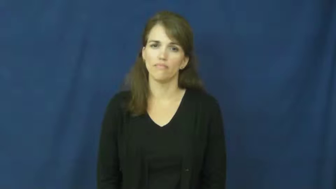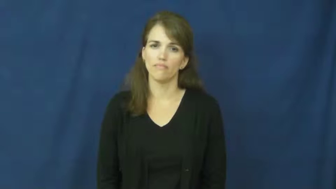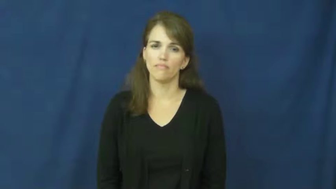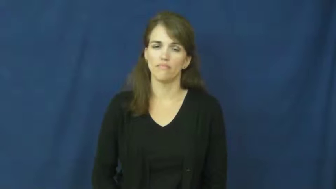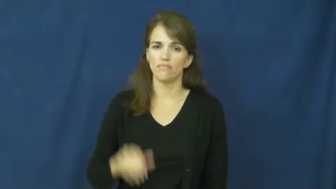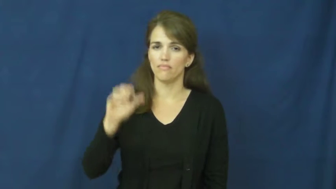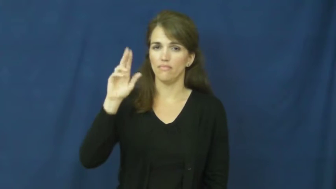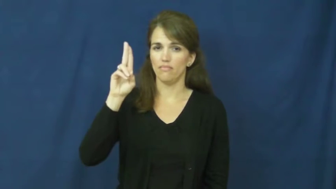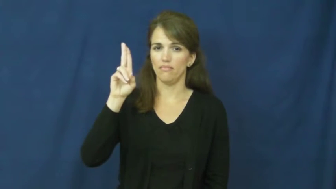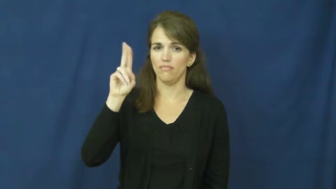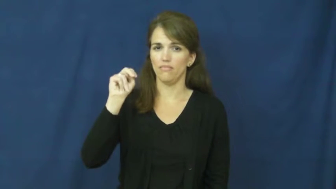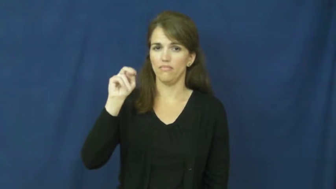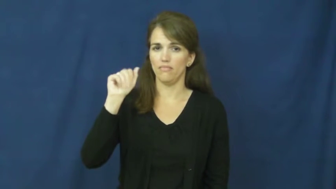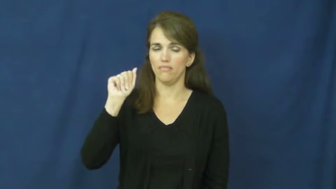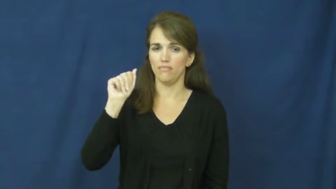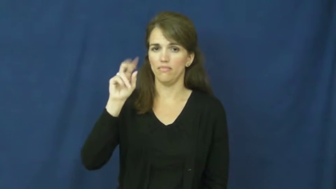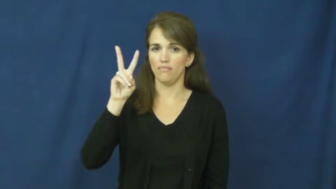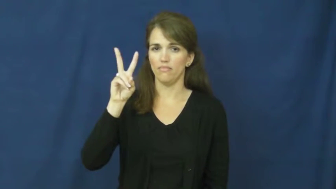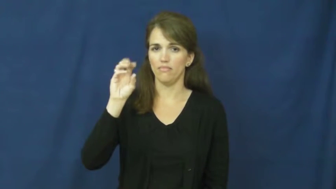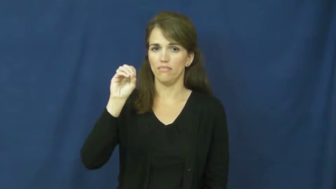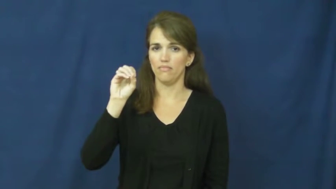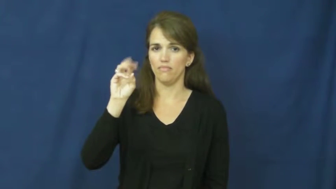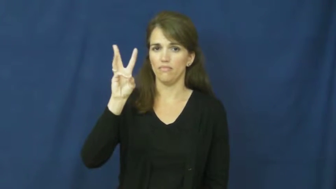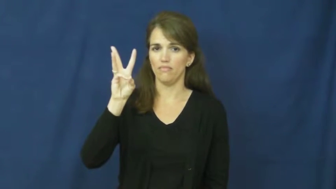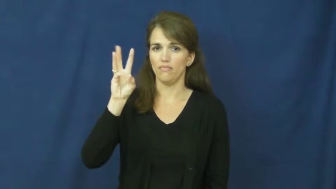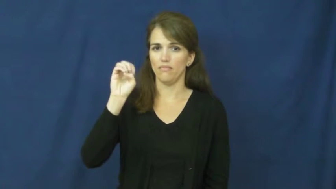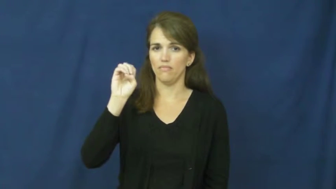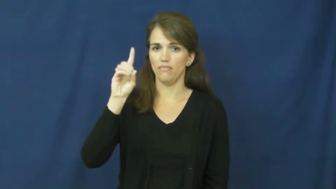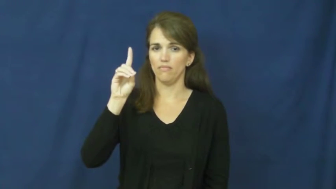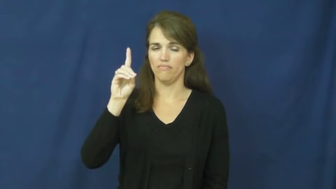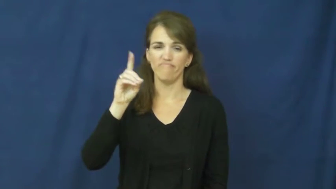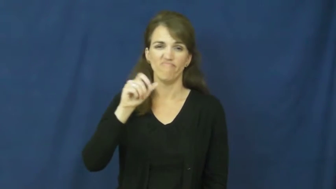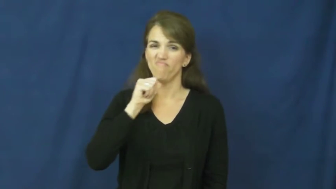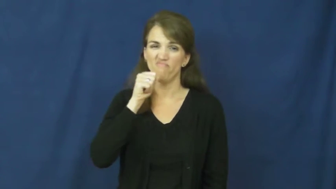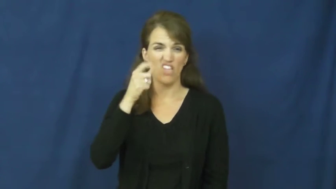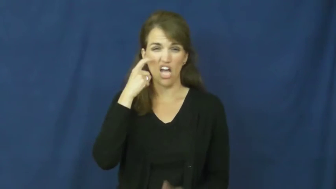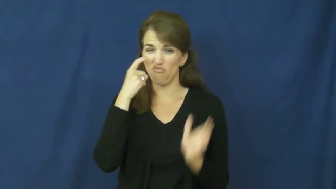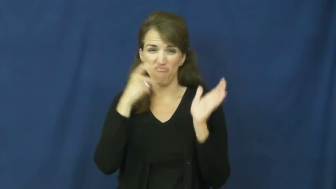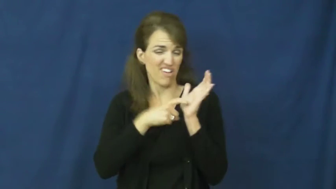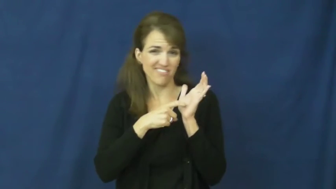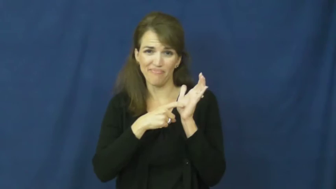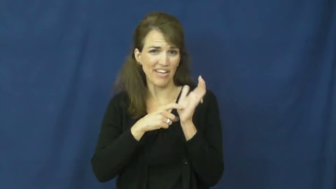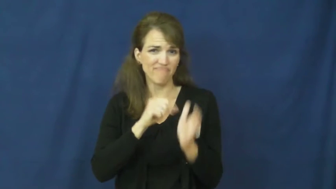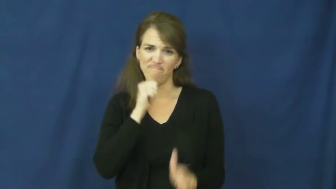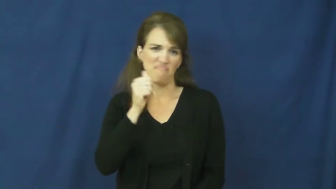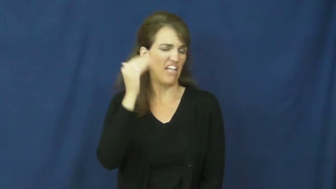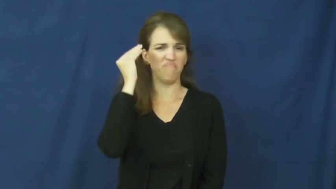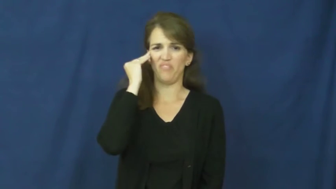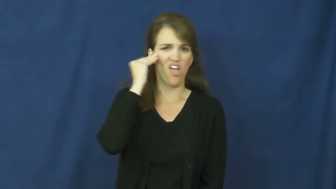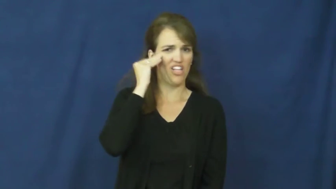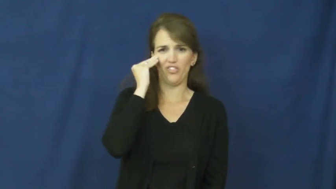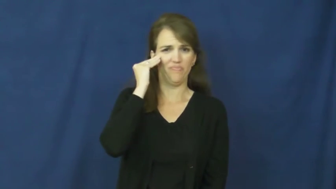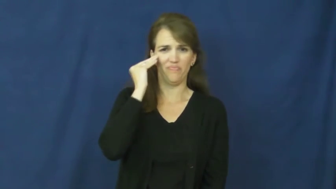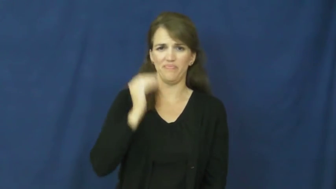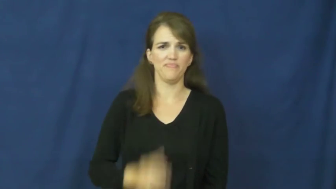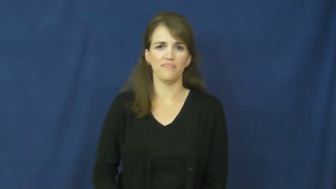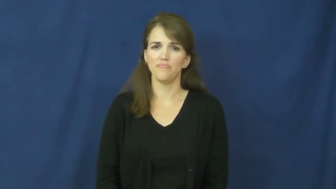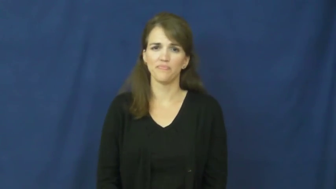unavowed